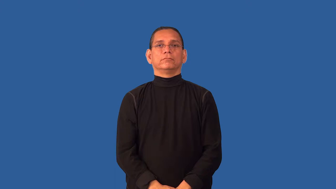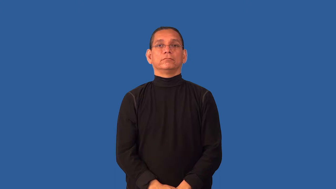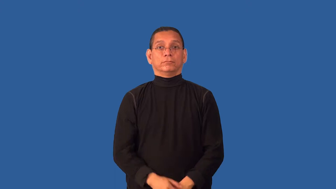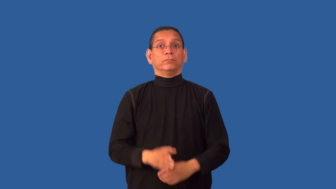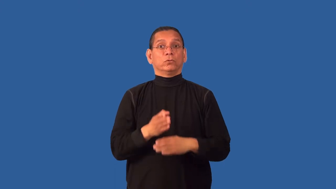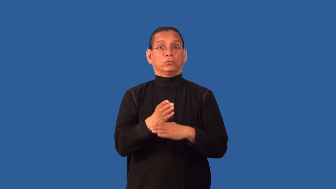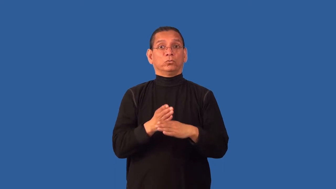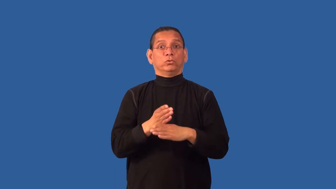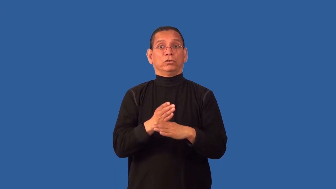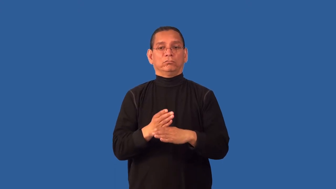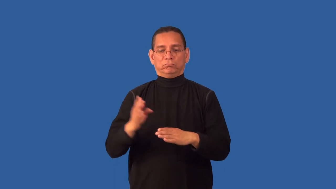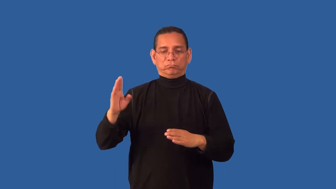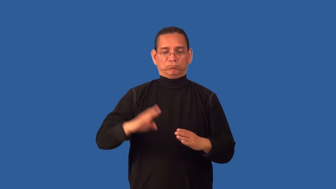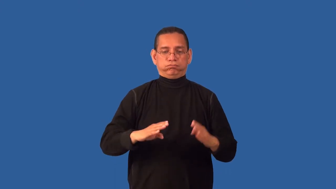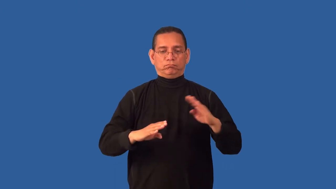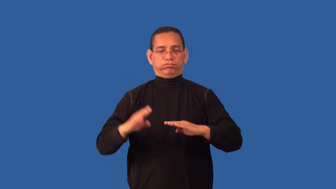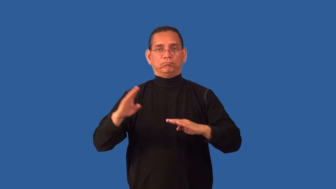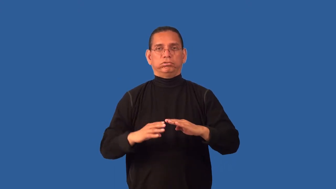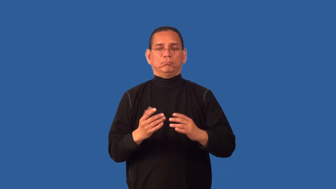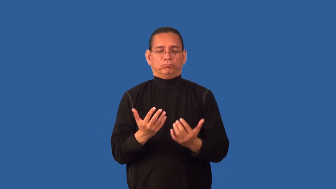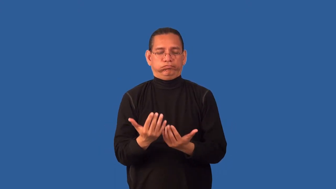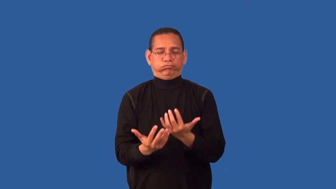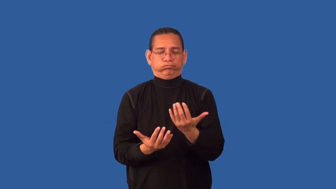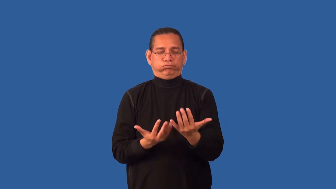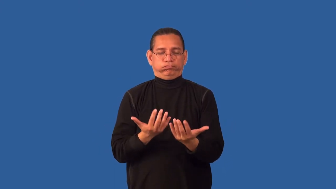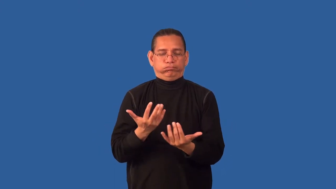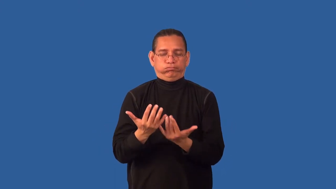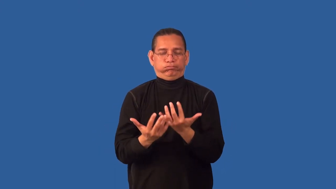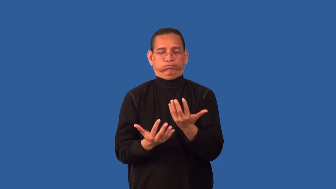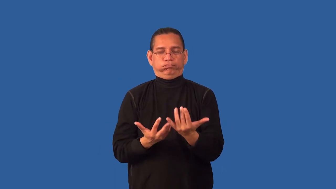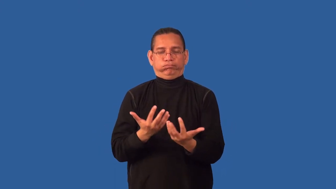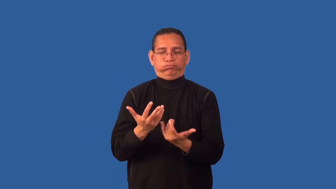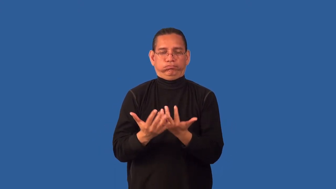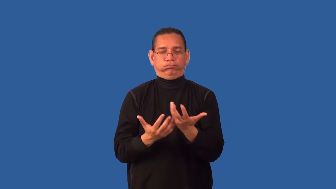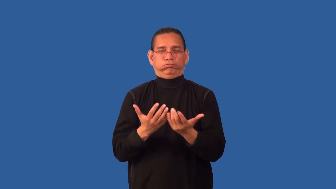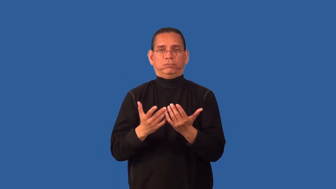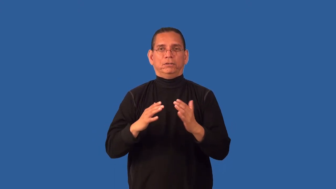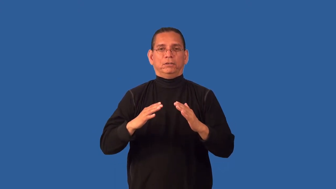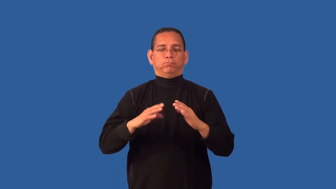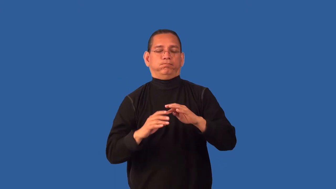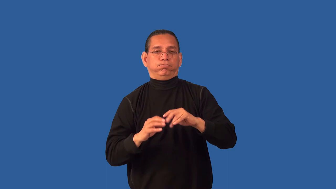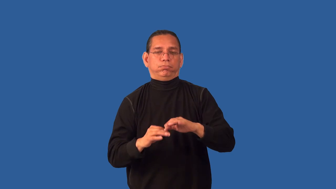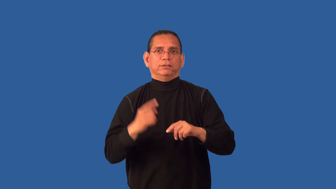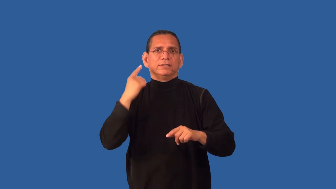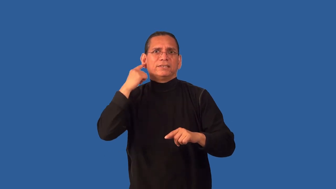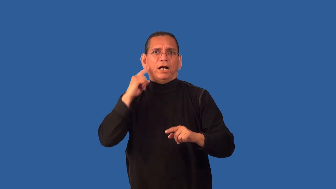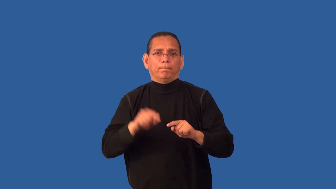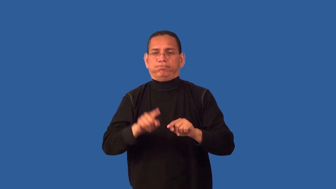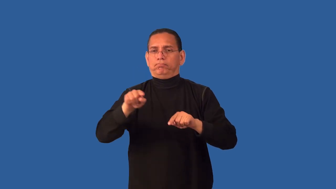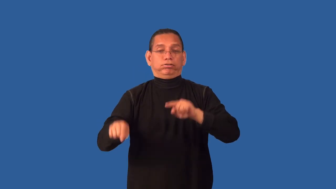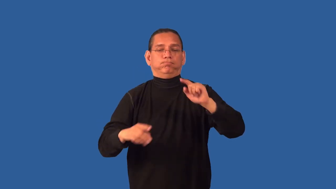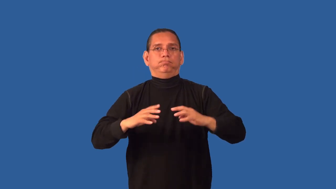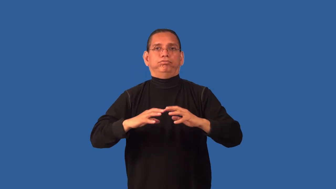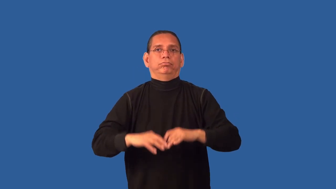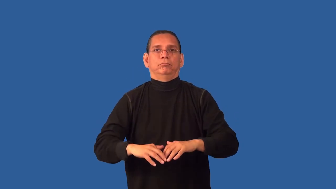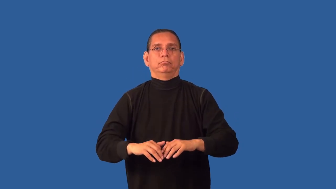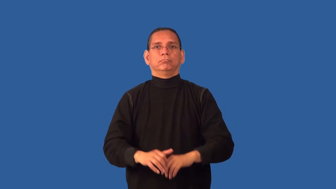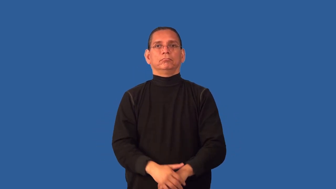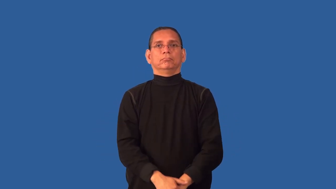crackly